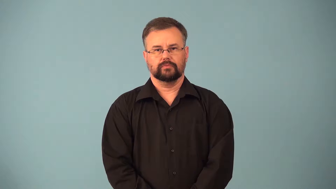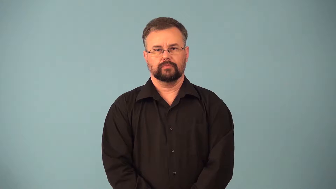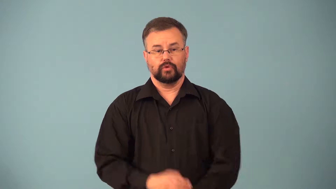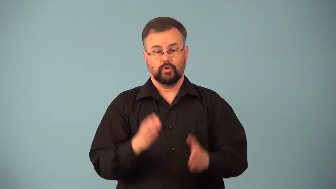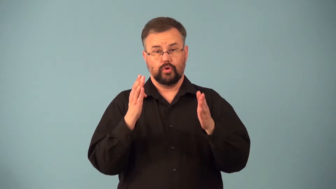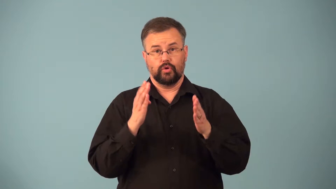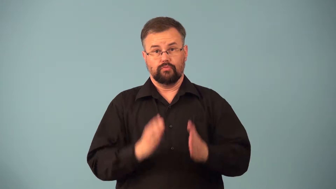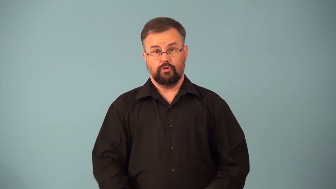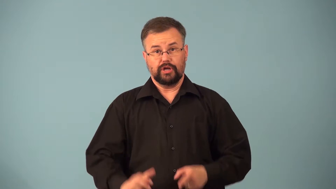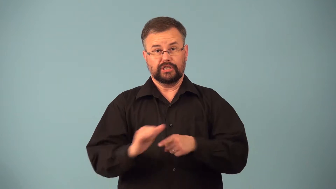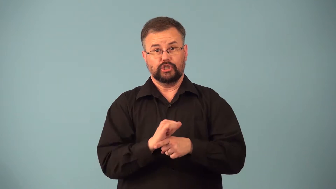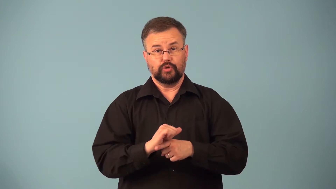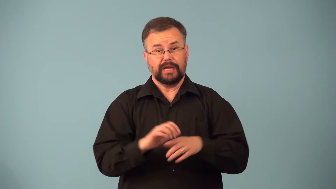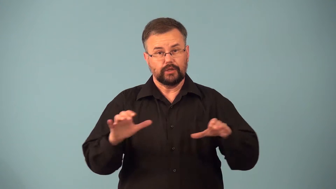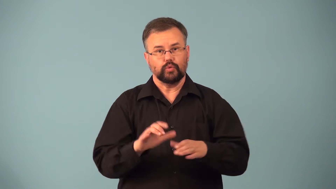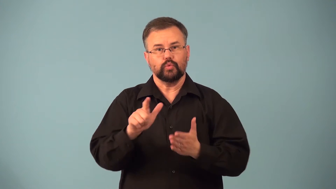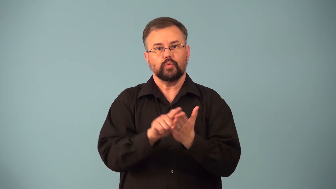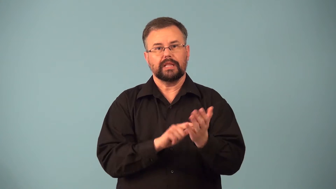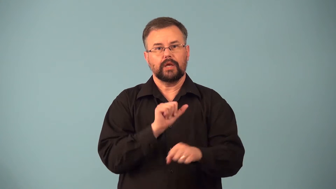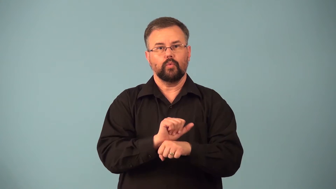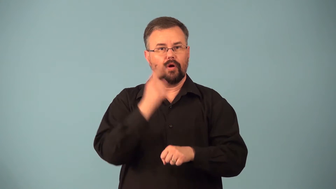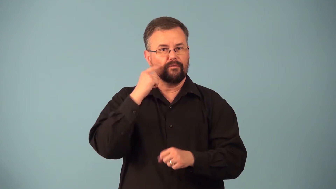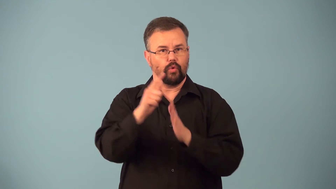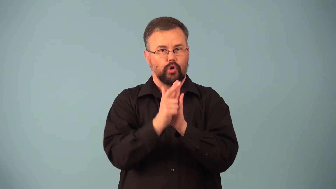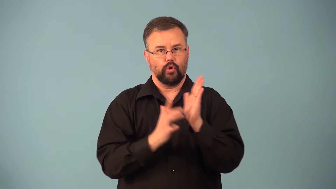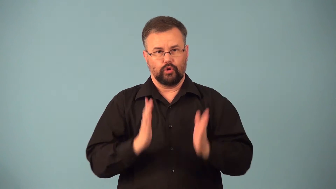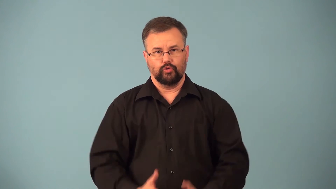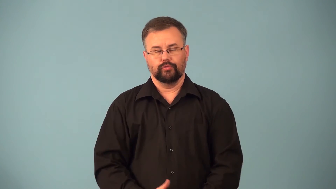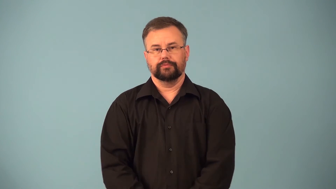paralegal